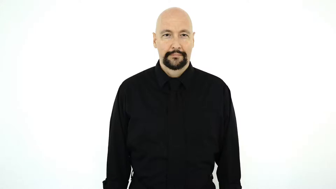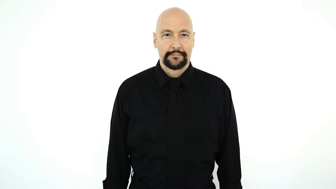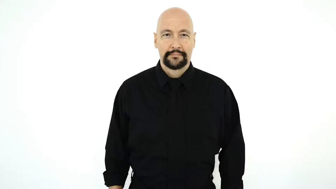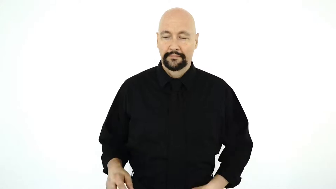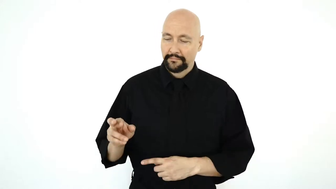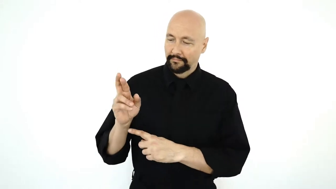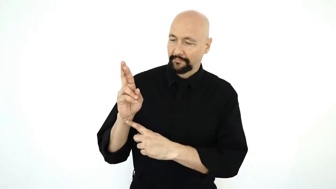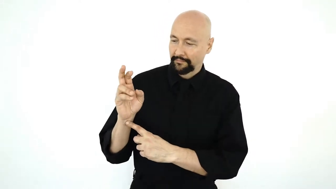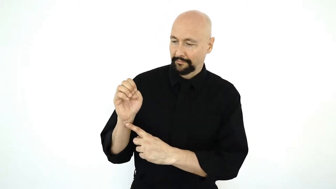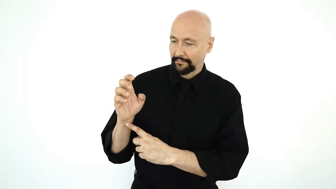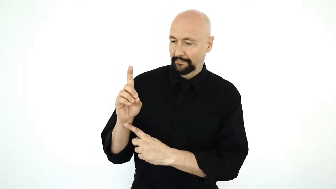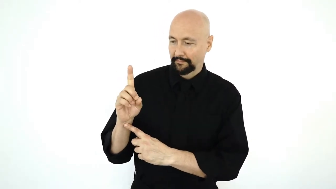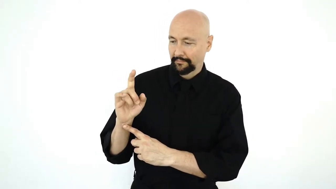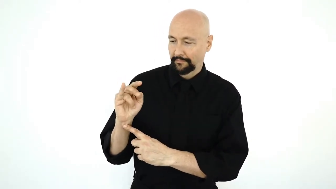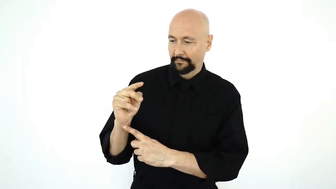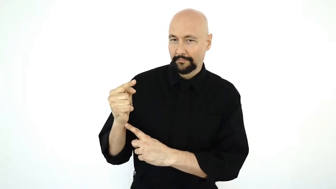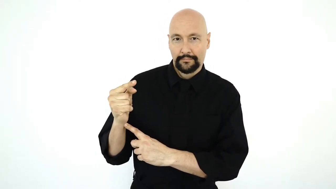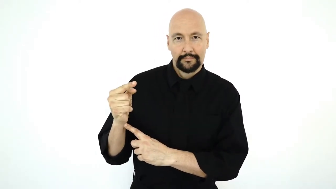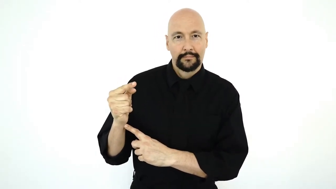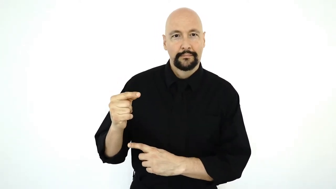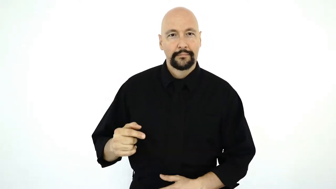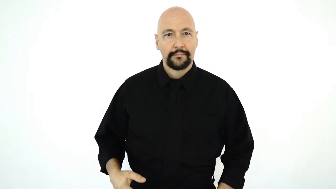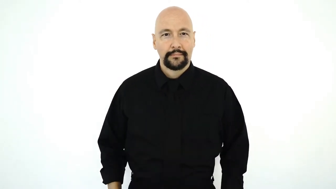fs-REDDING [fingerspelling pointer support-hand, non-dominant indexing of fingerspelling]